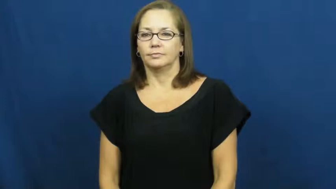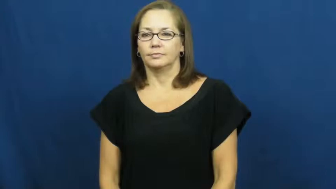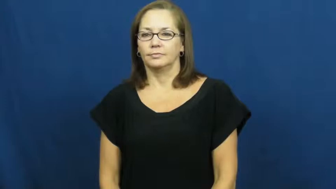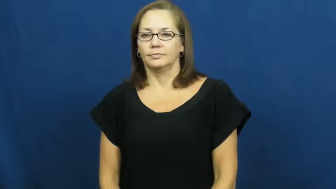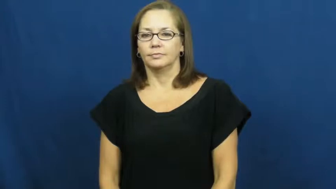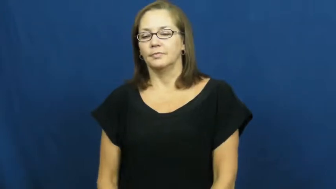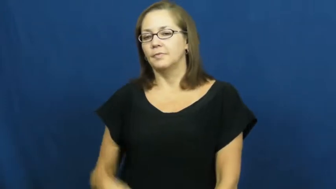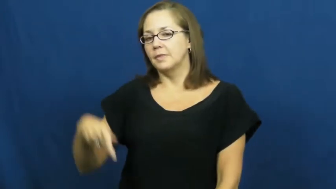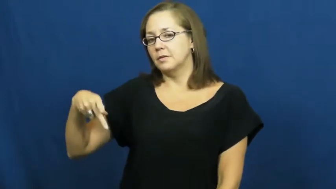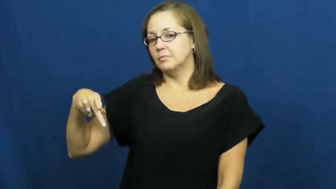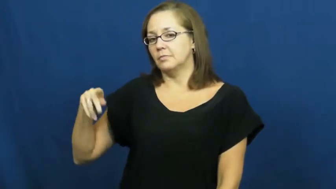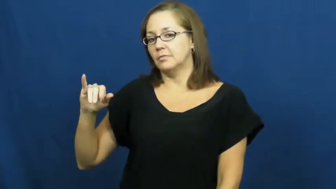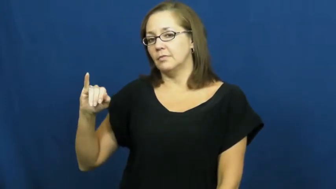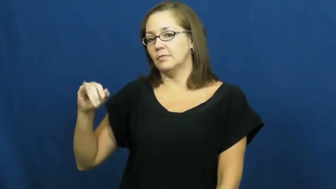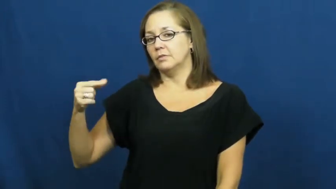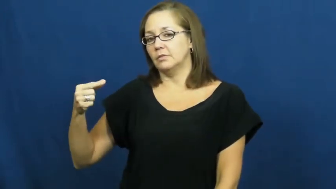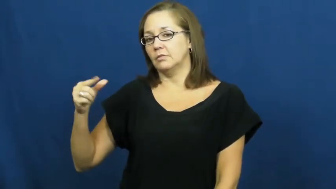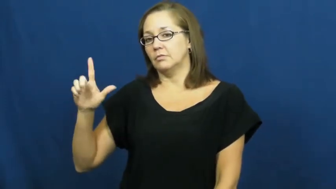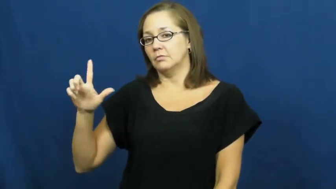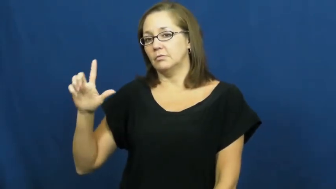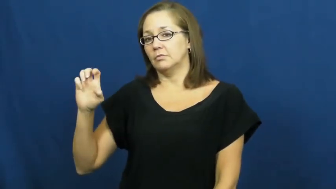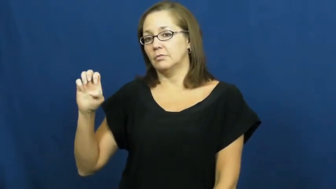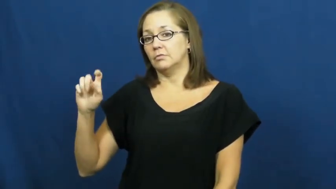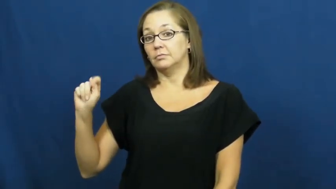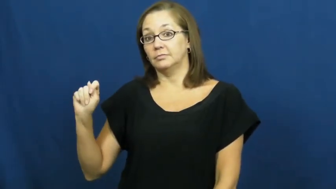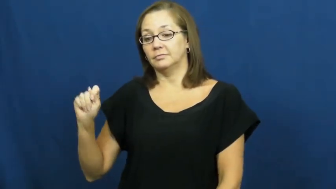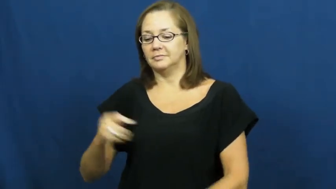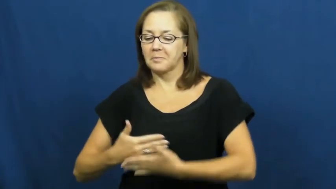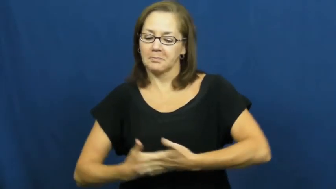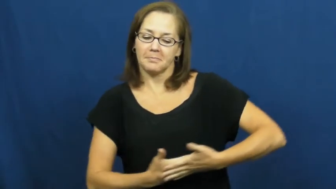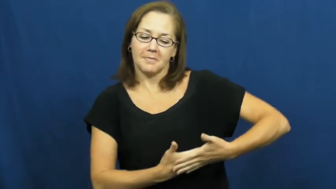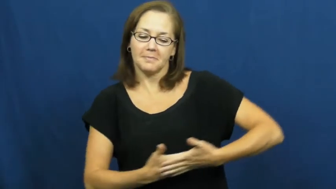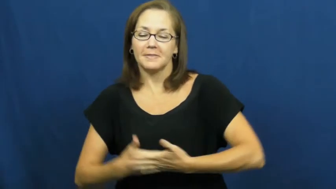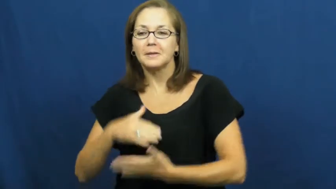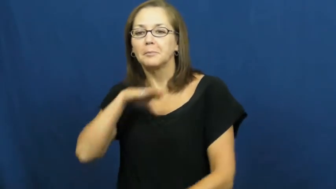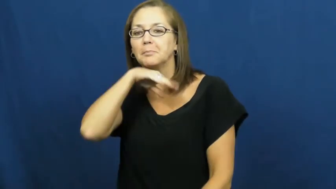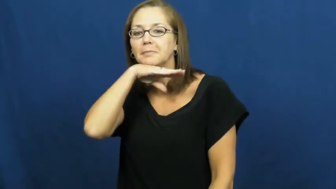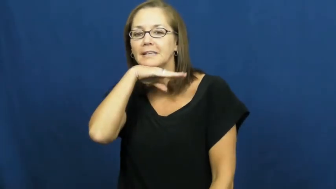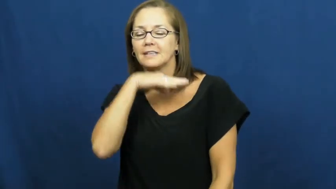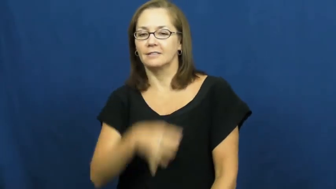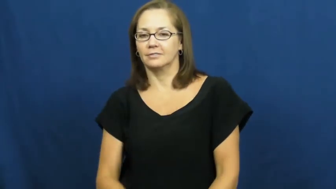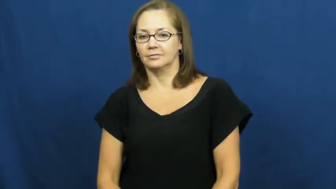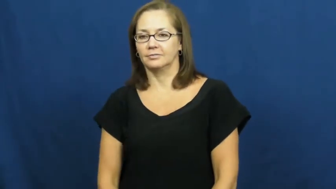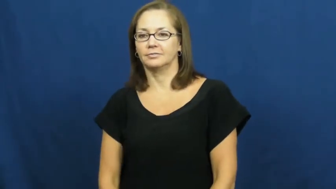piglet